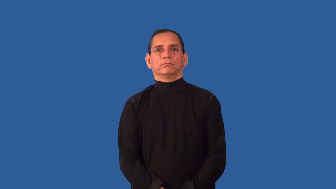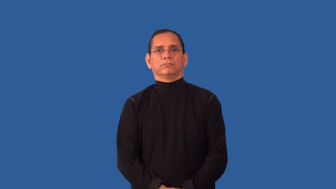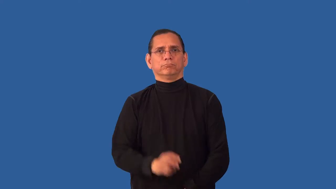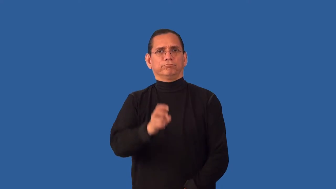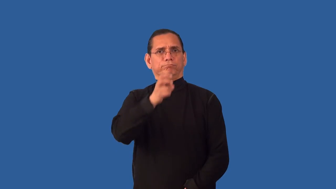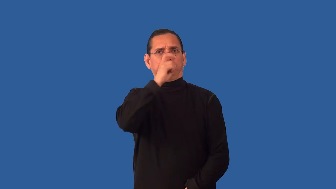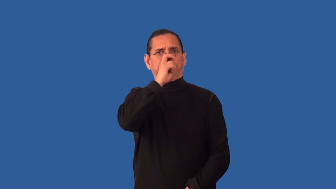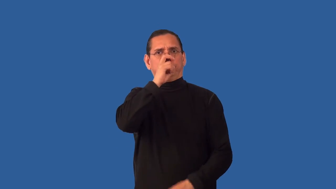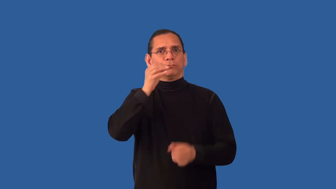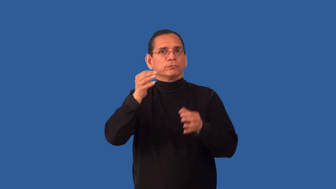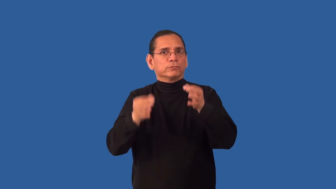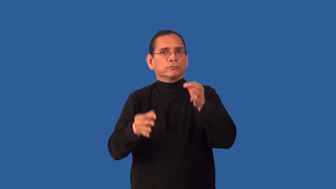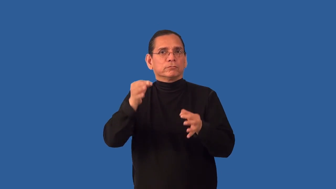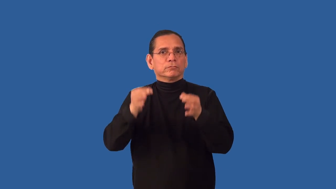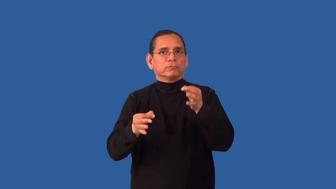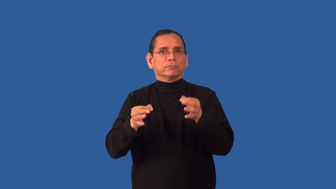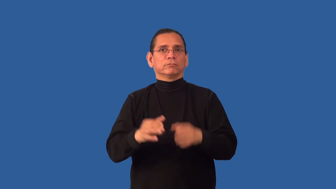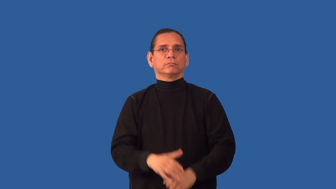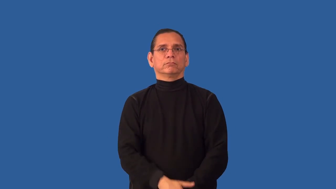uncharitable